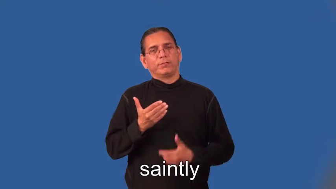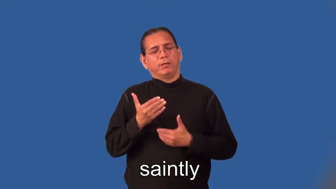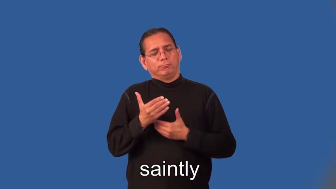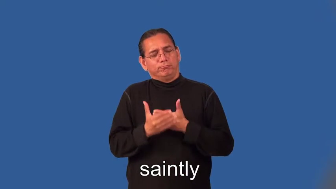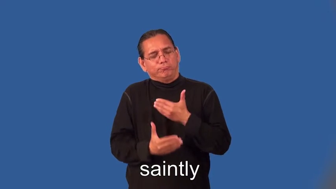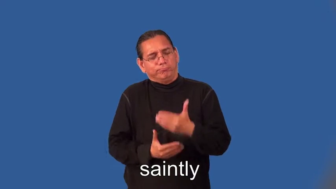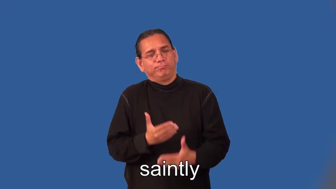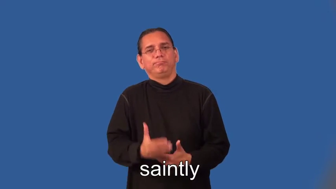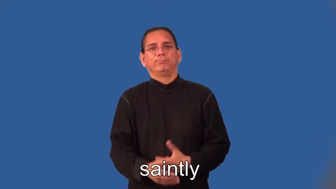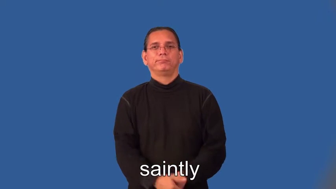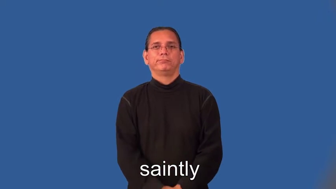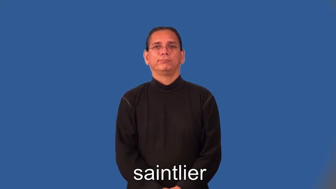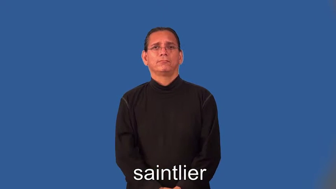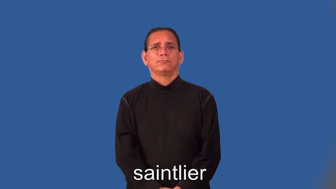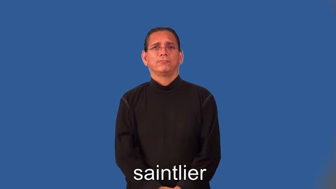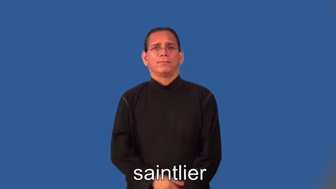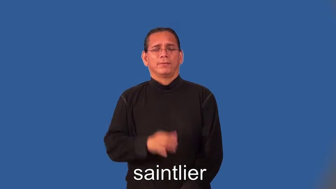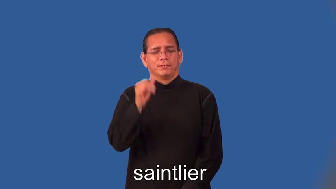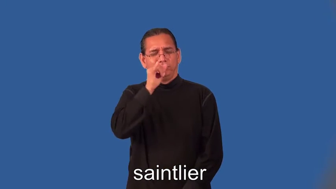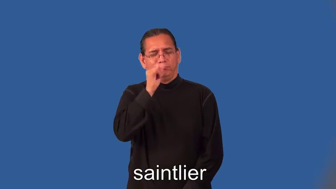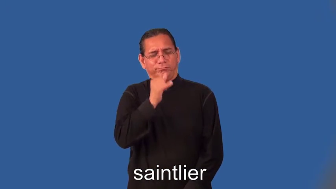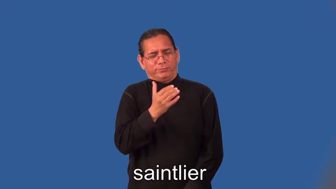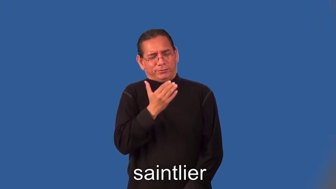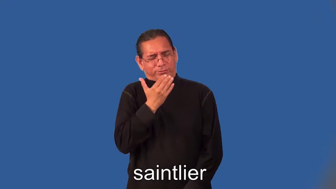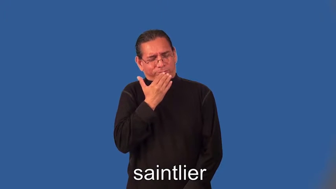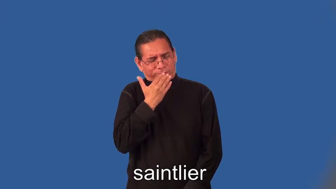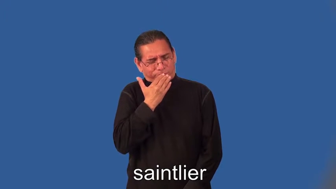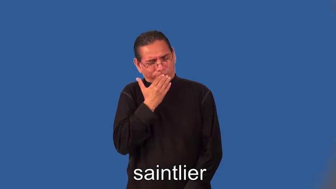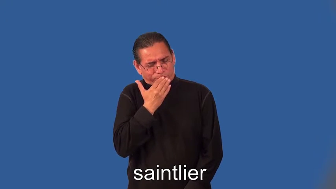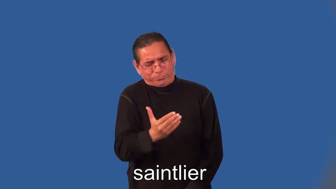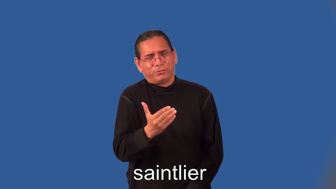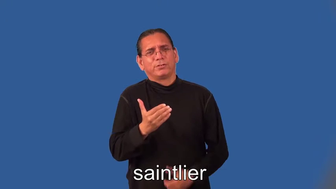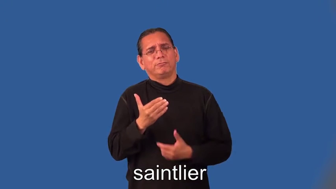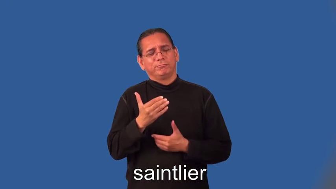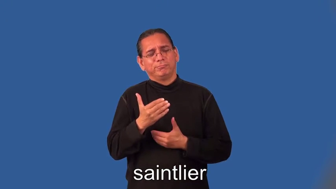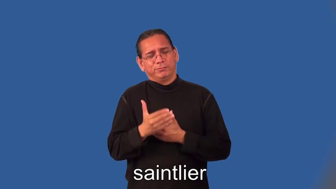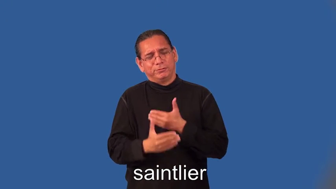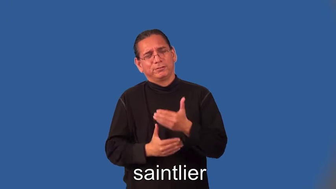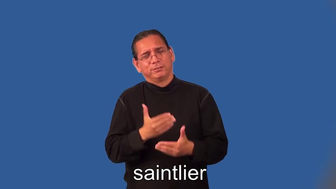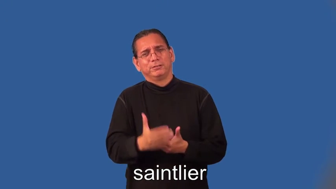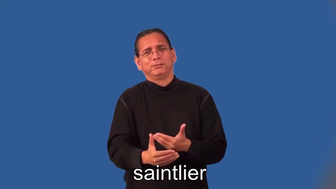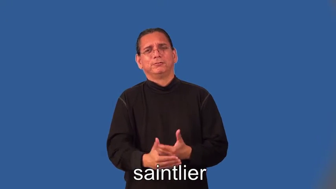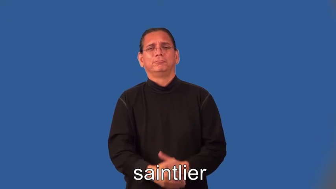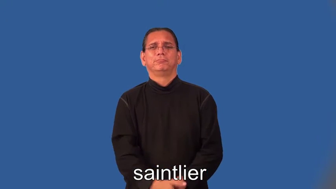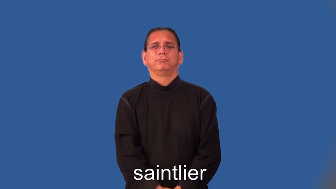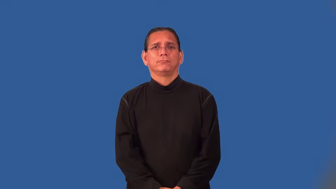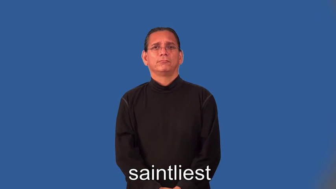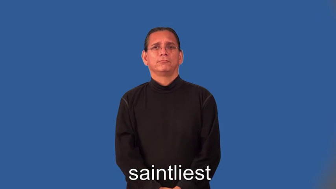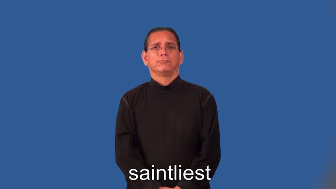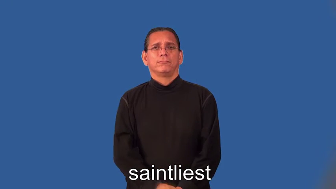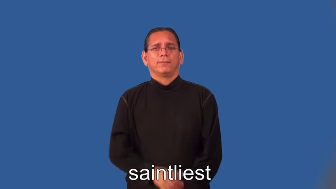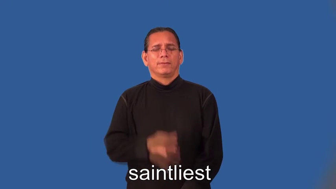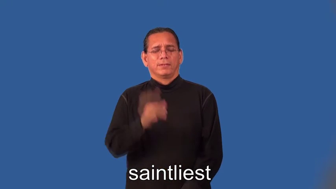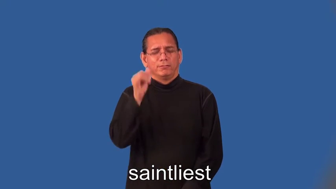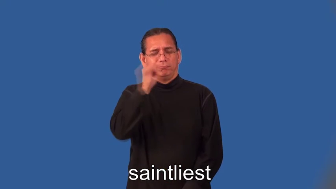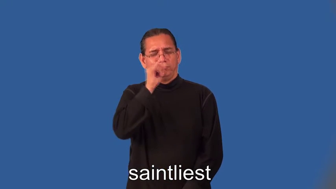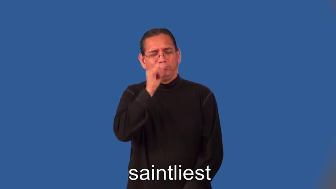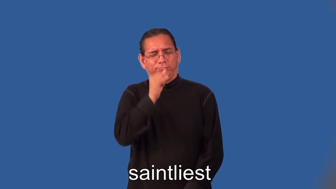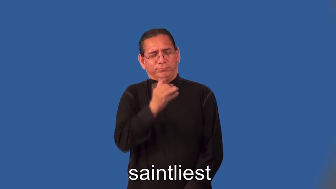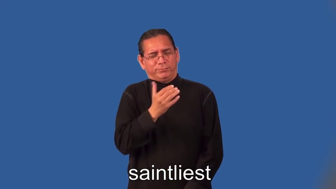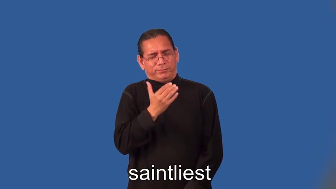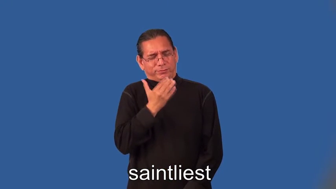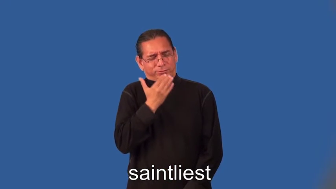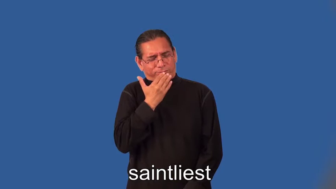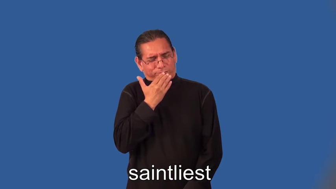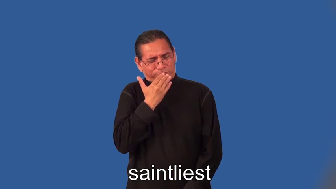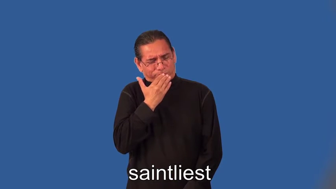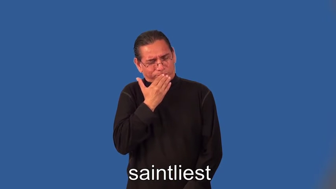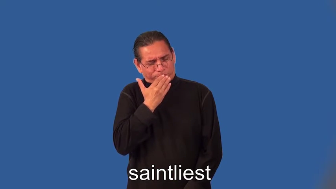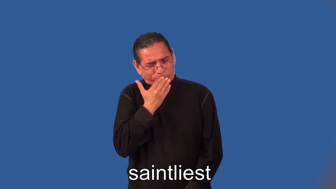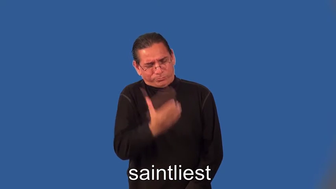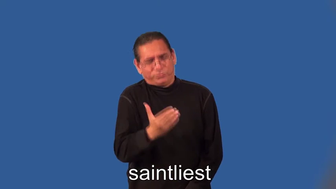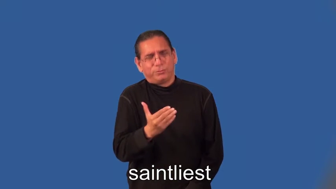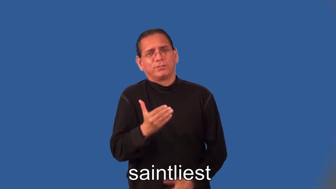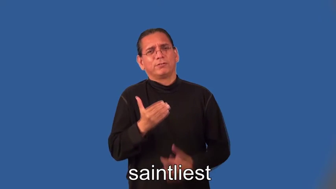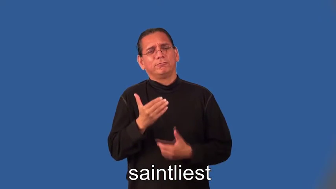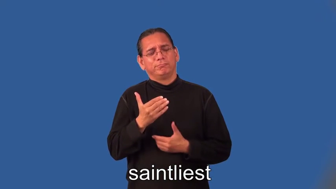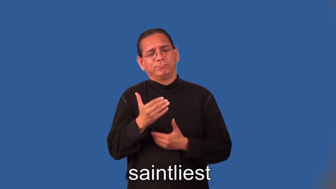saintlier,saintliest